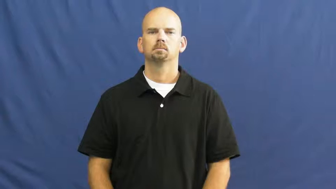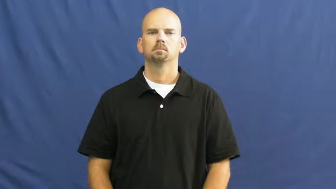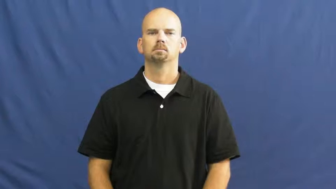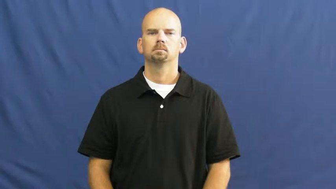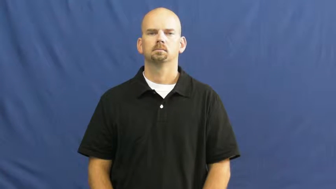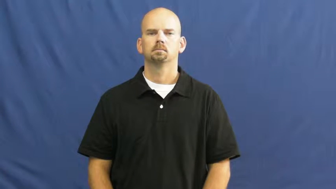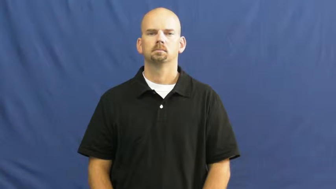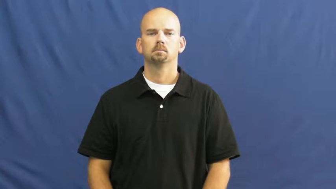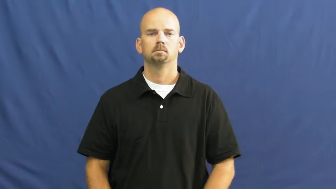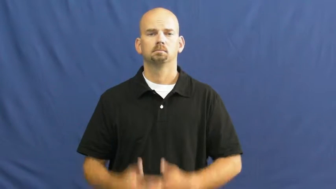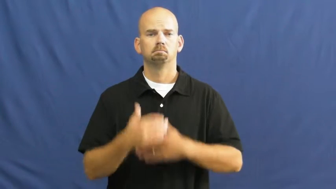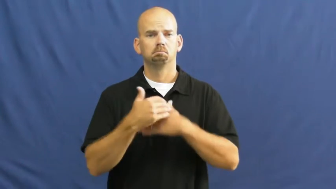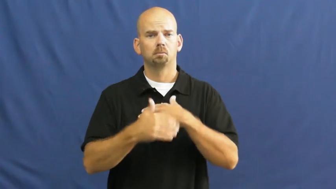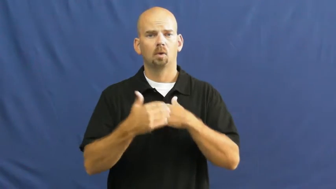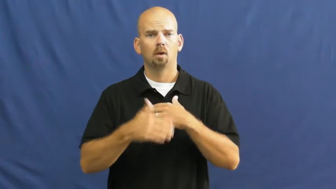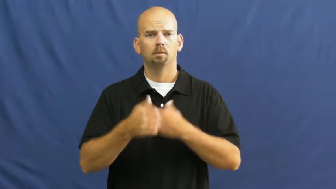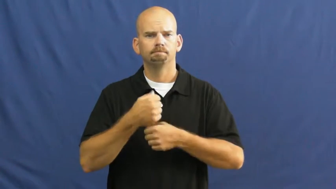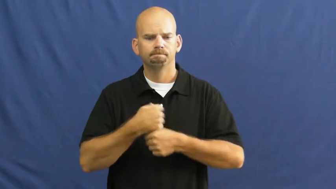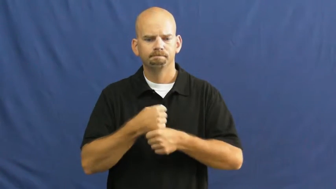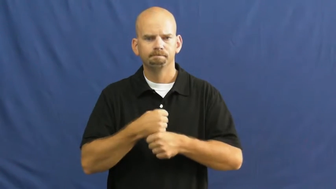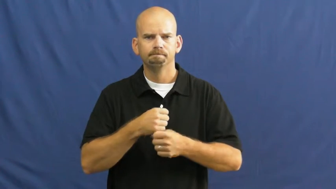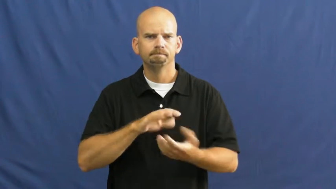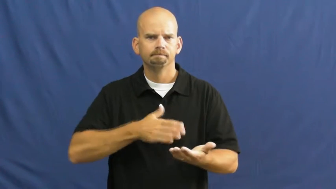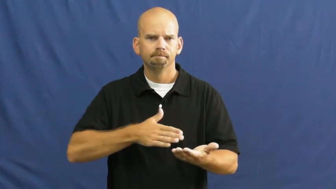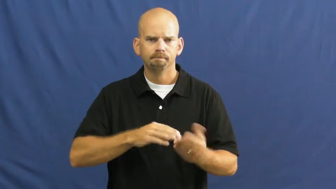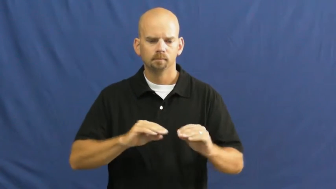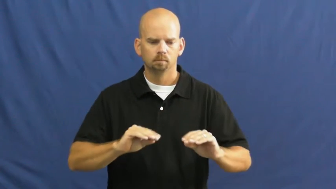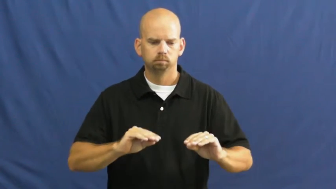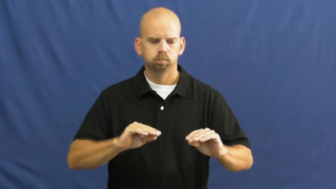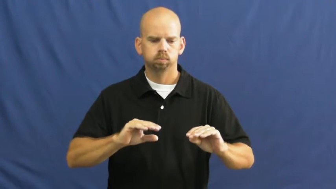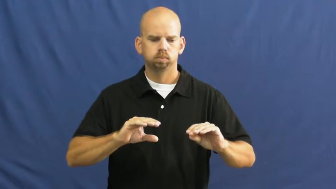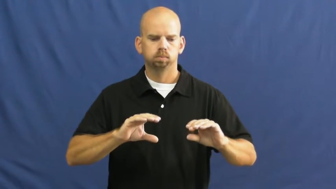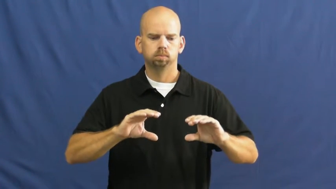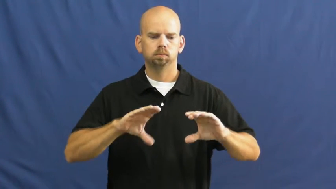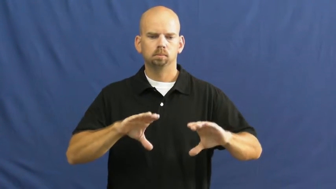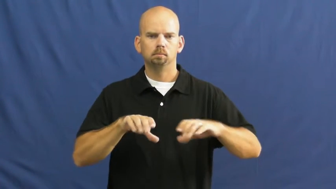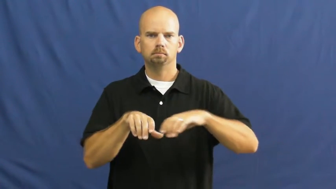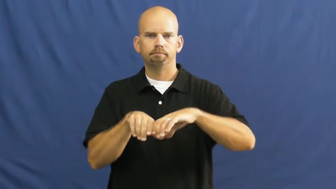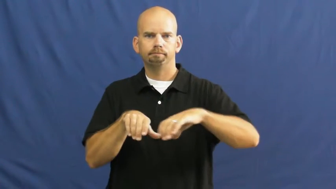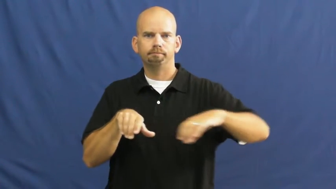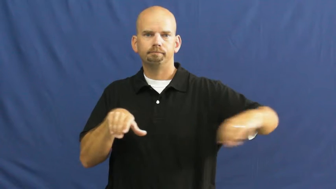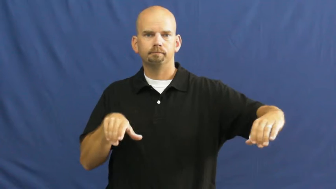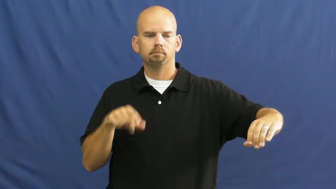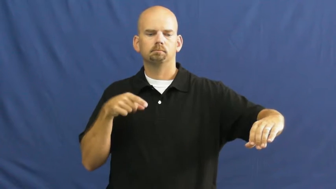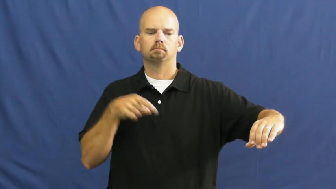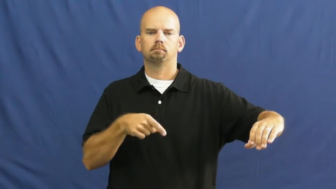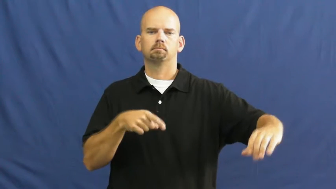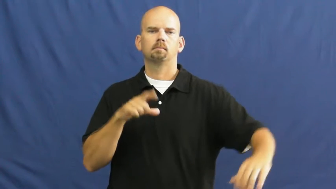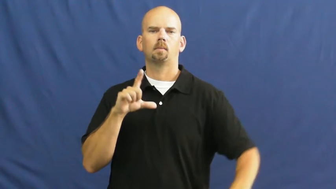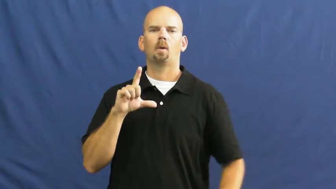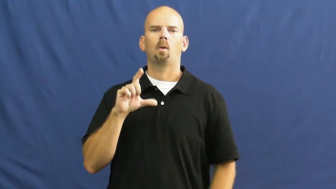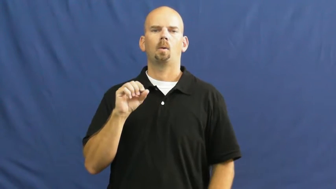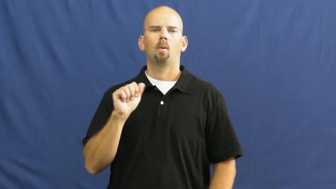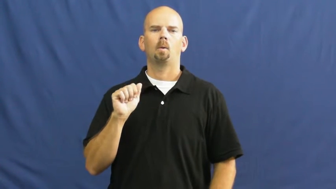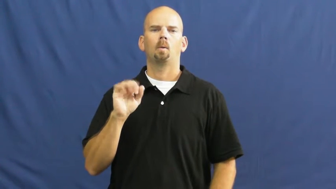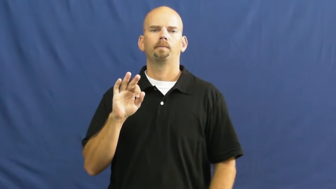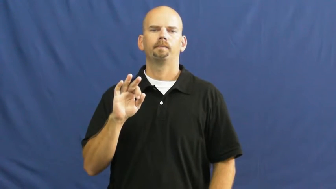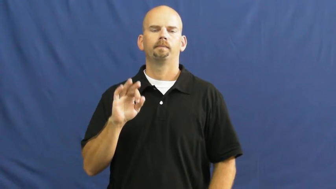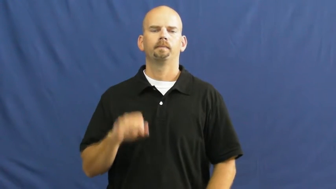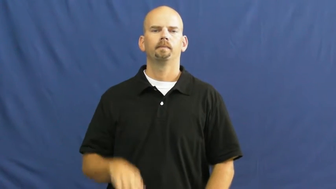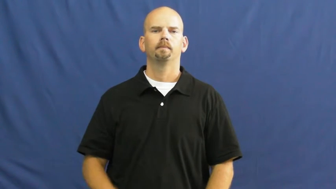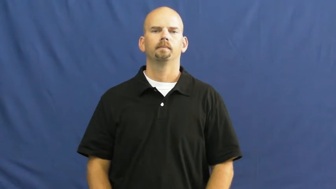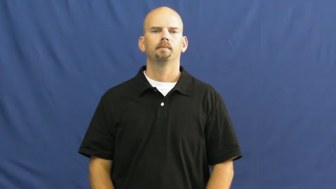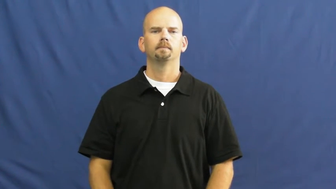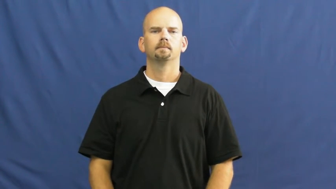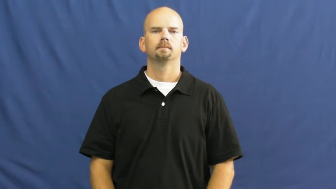loaf-bread